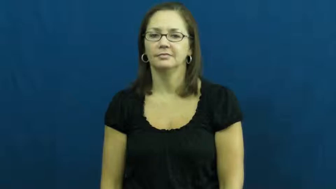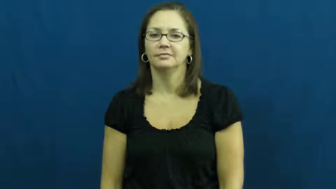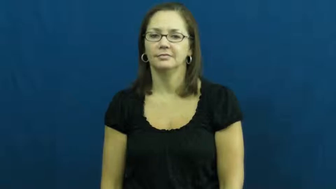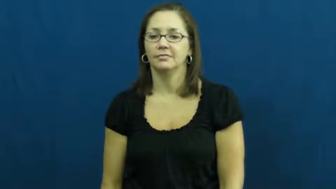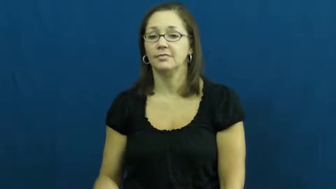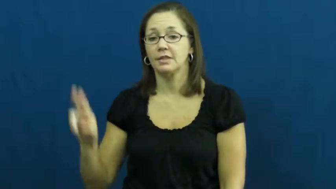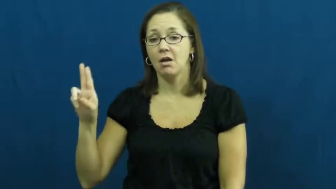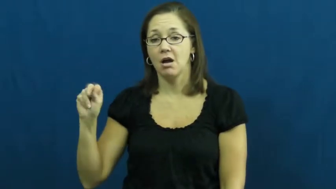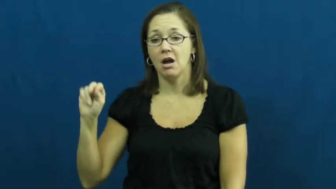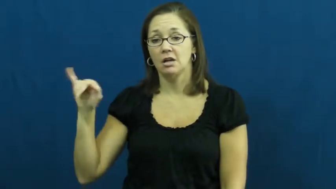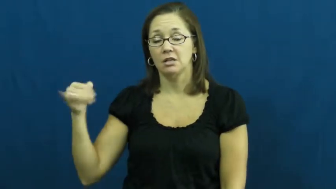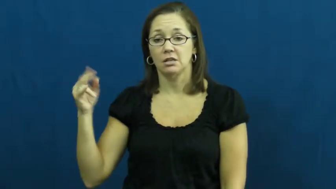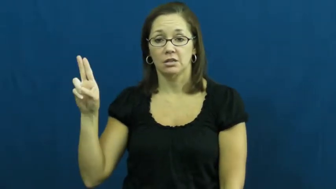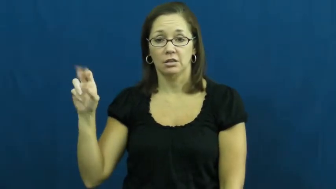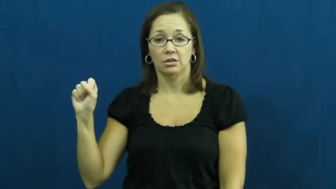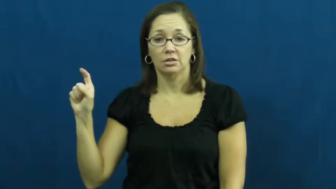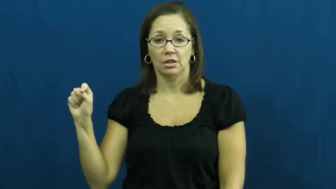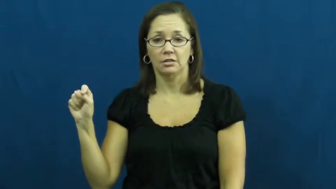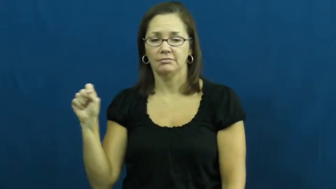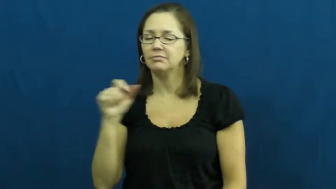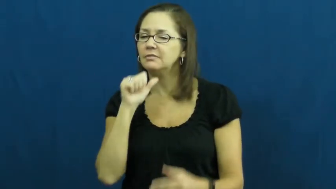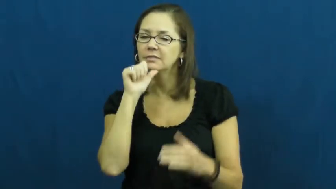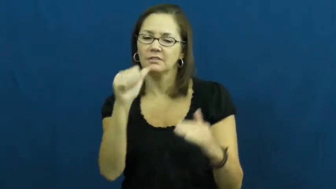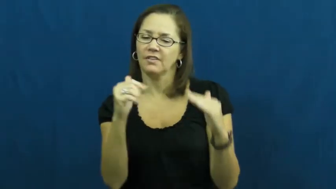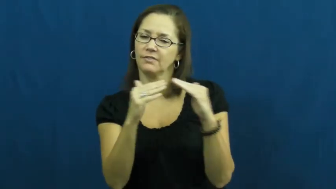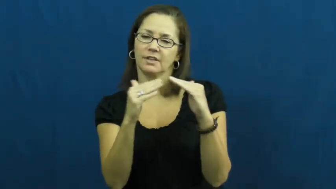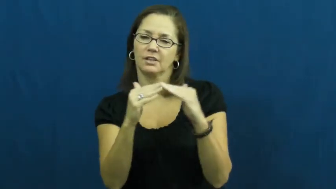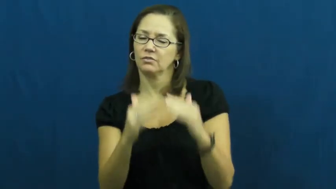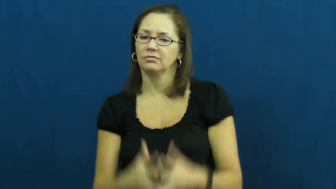unjust